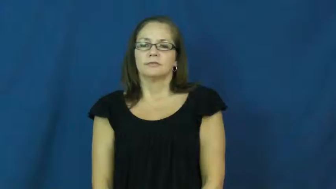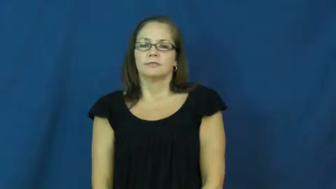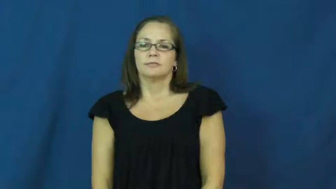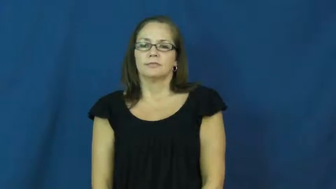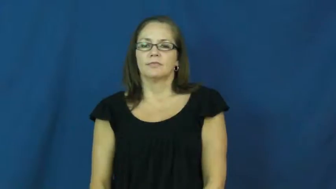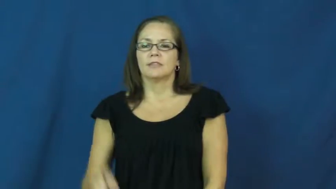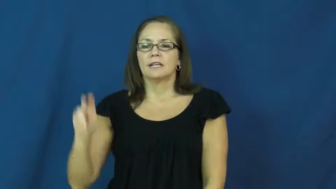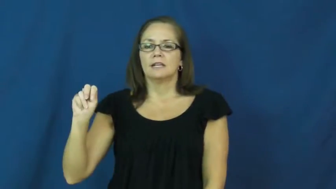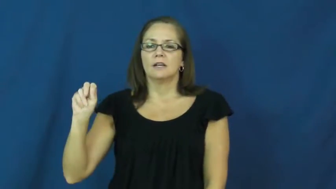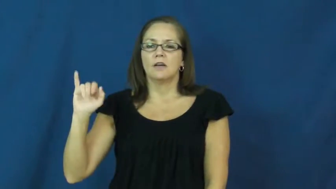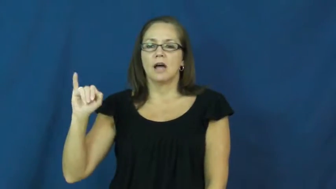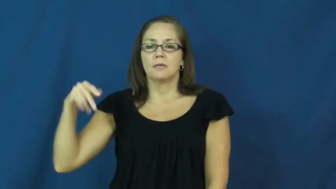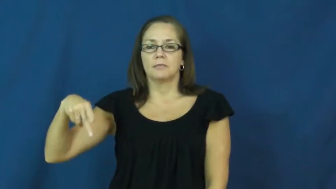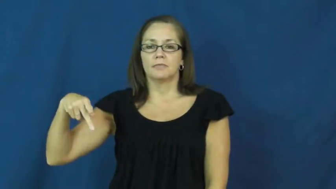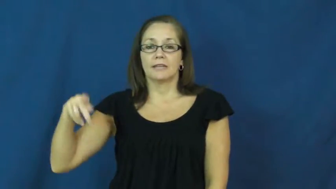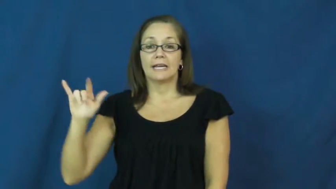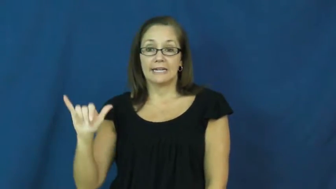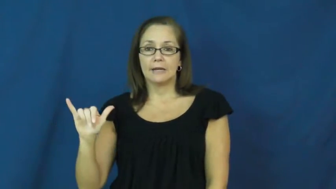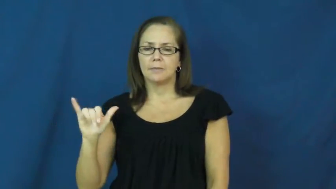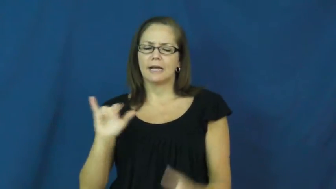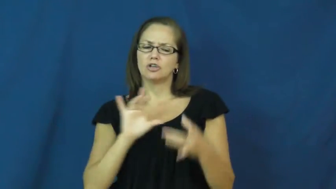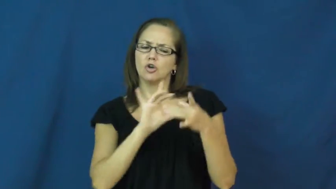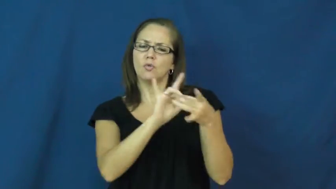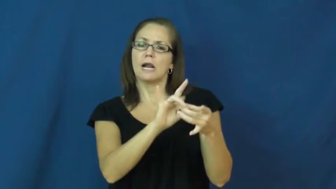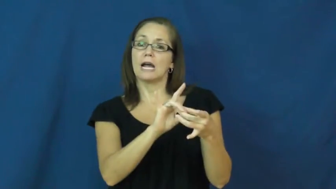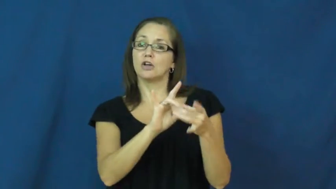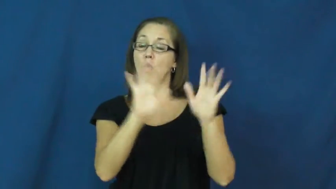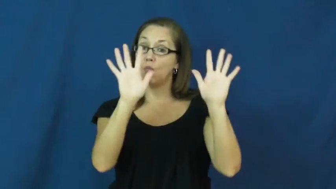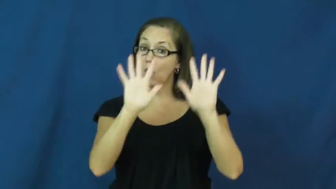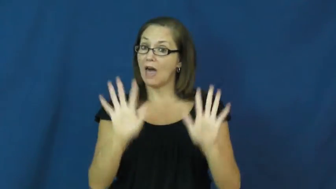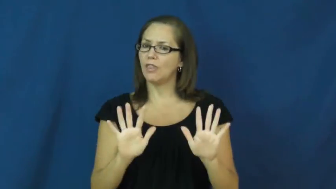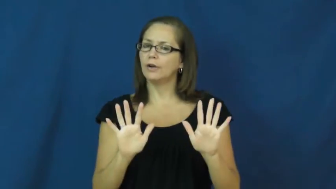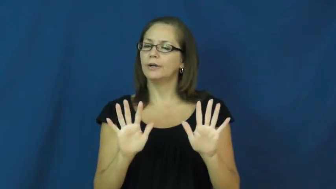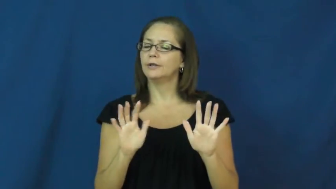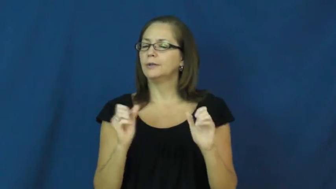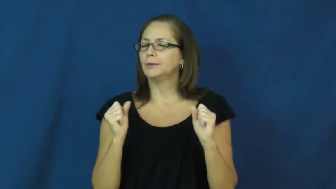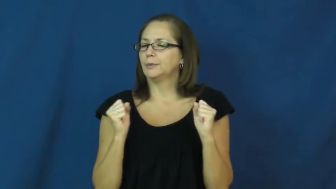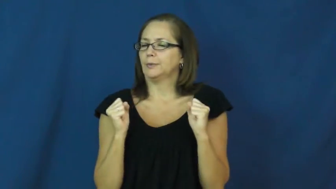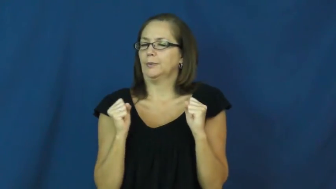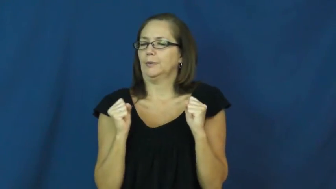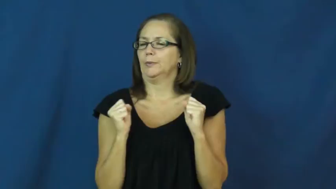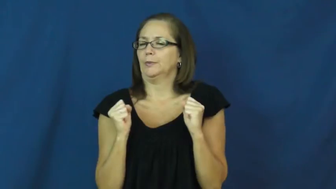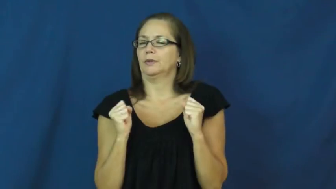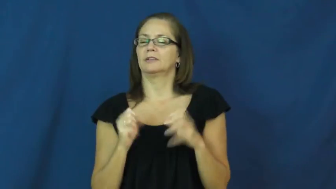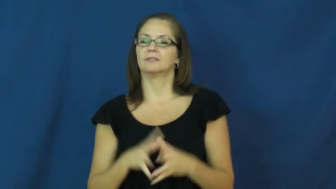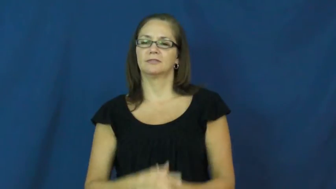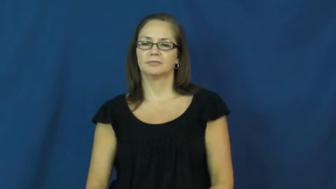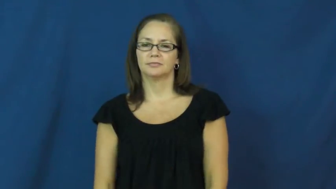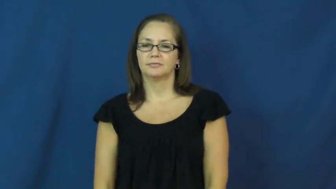nippy